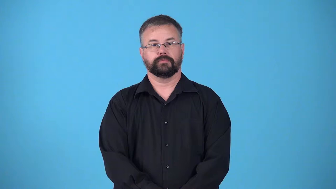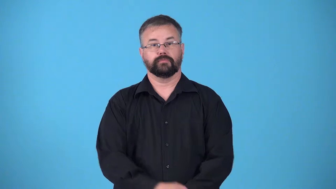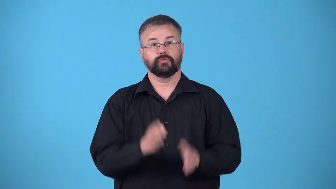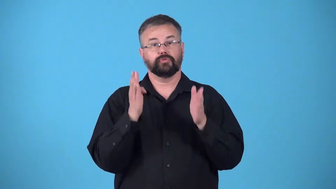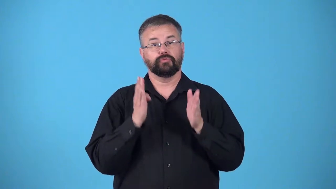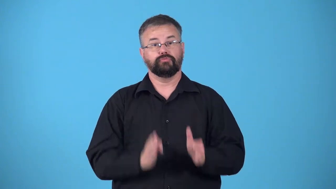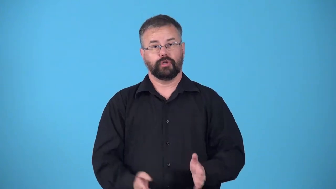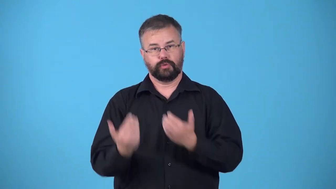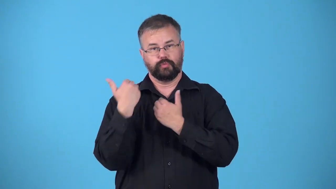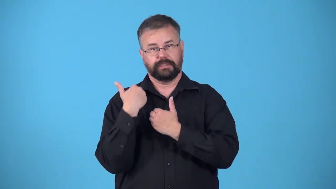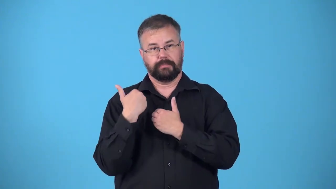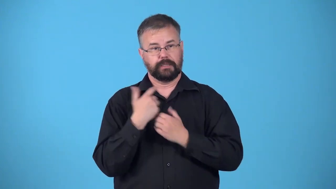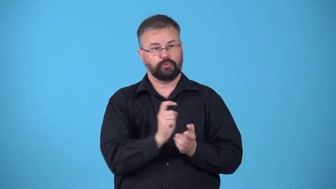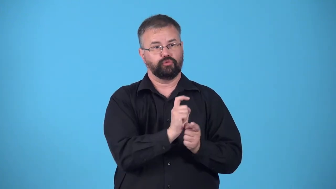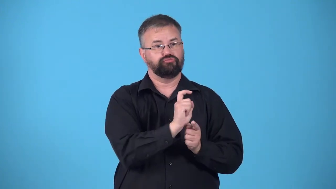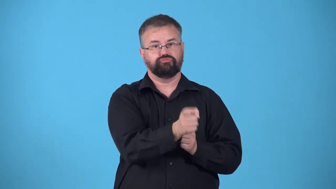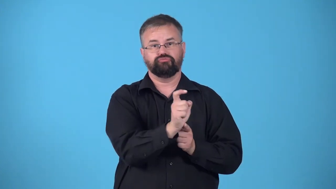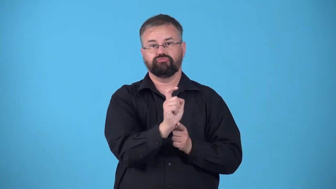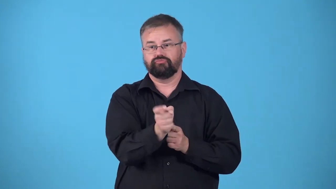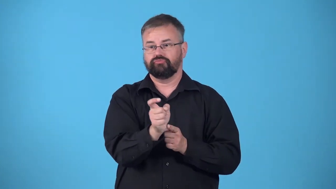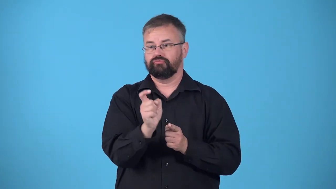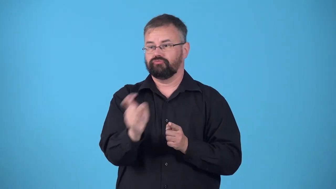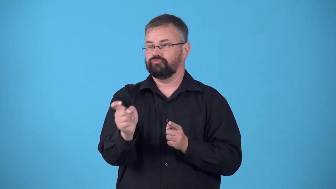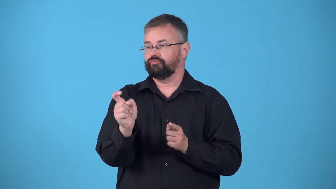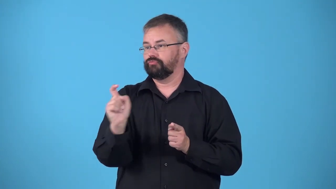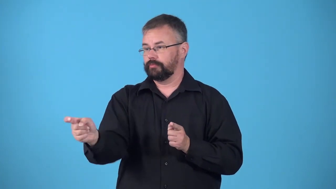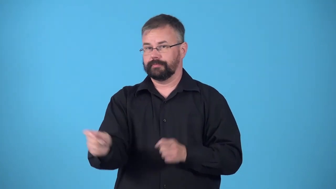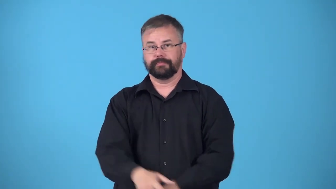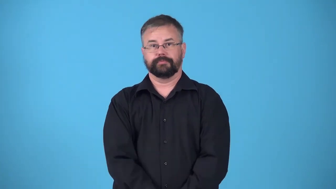distributor-person